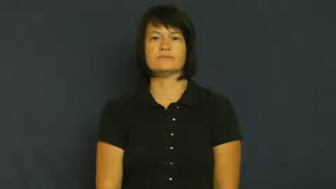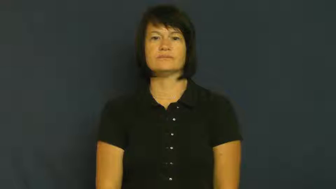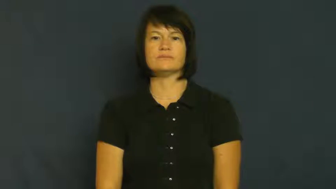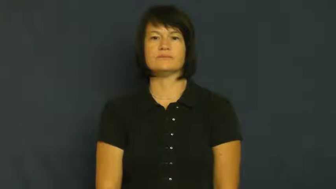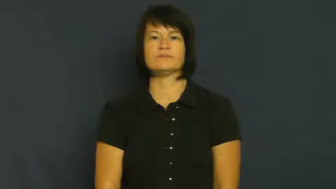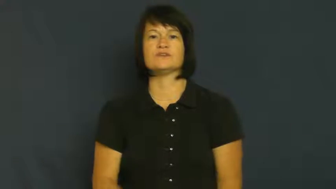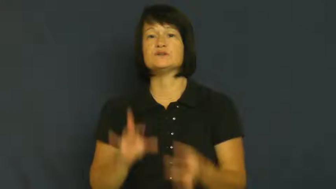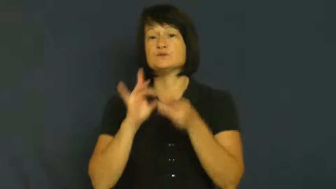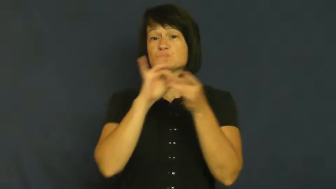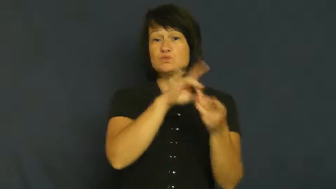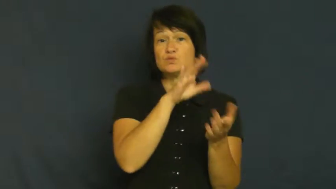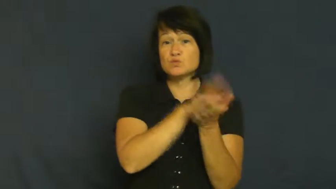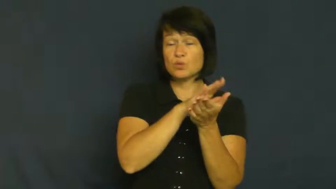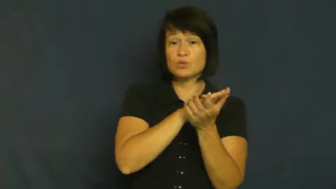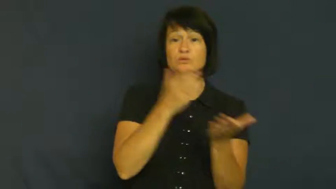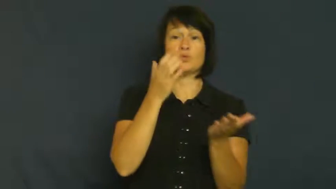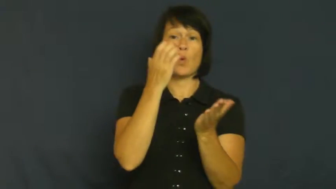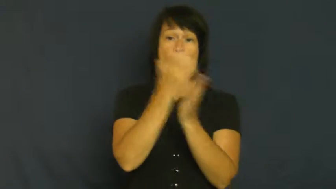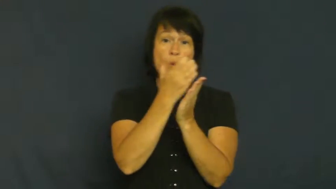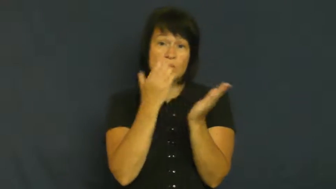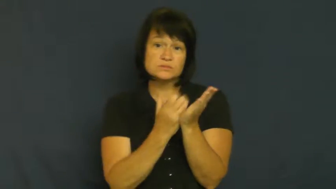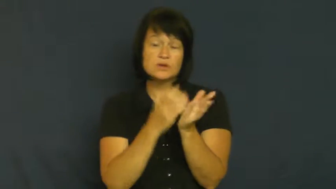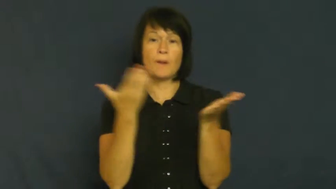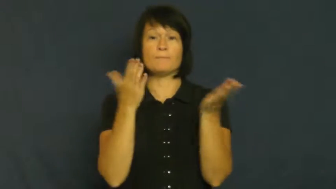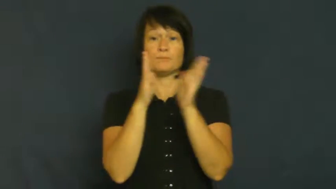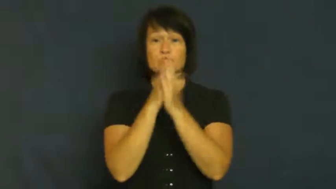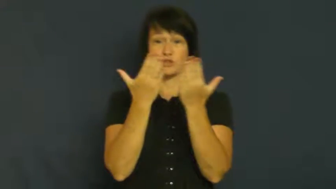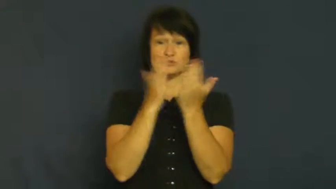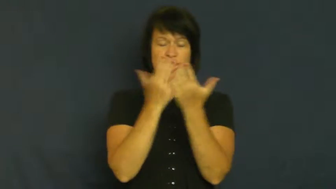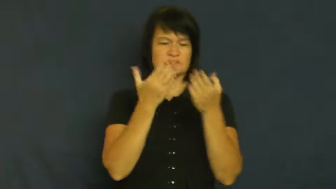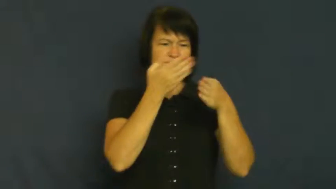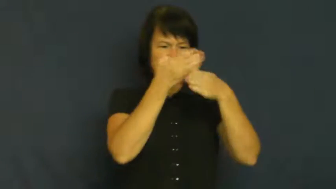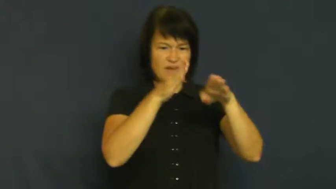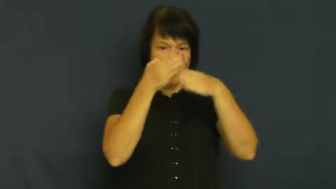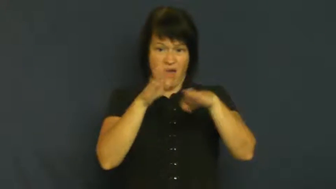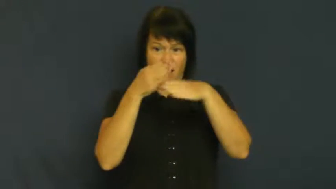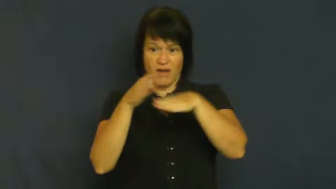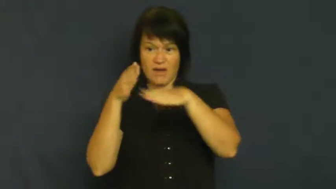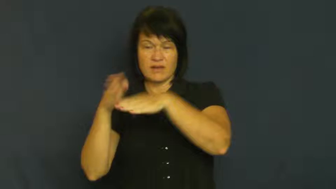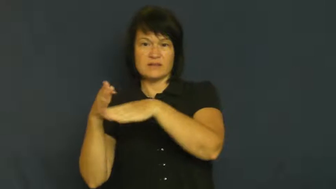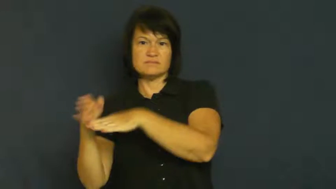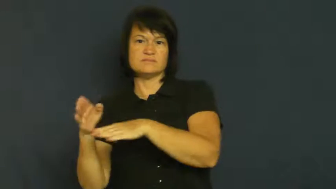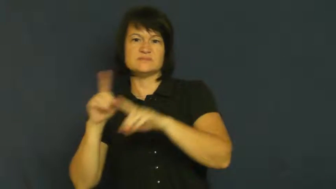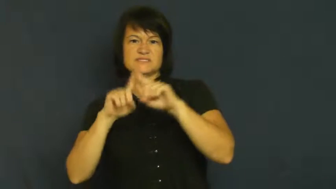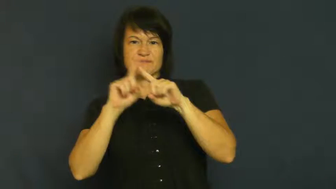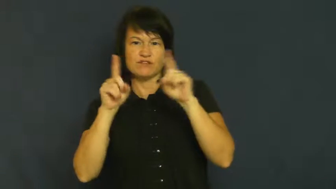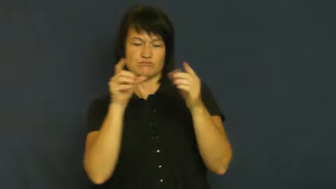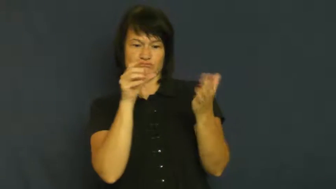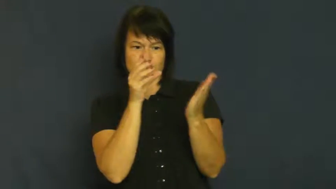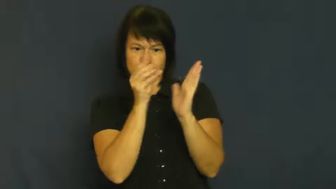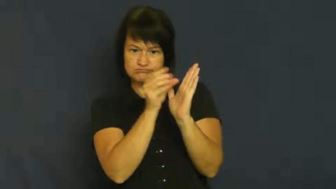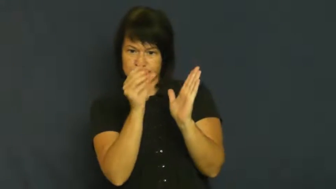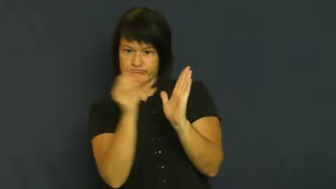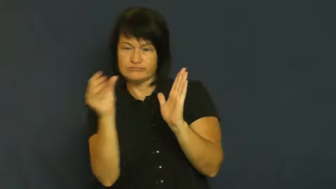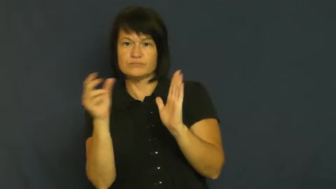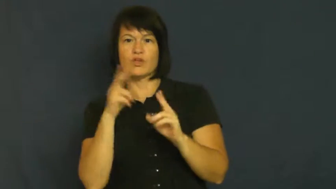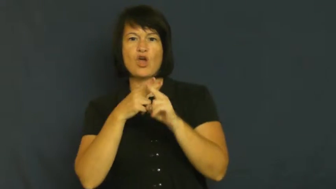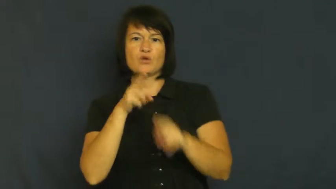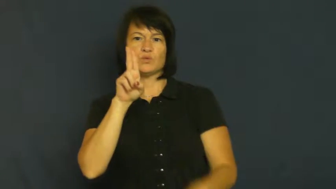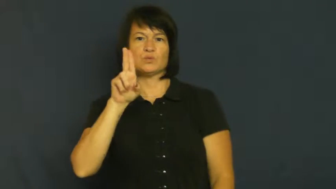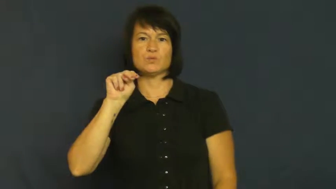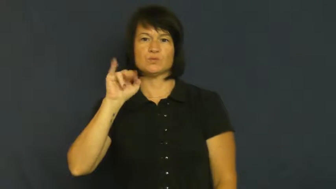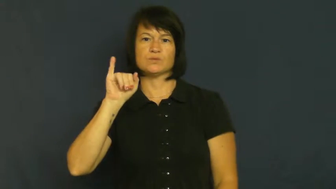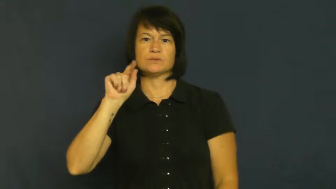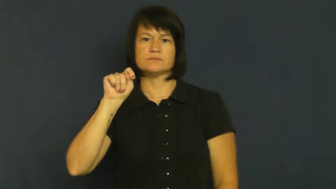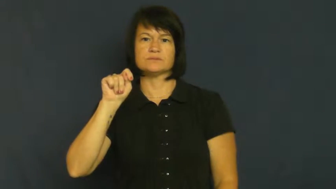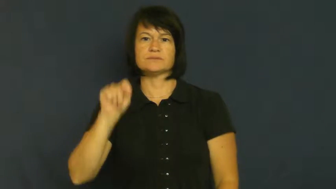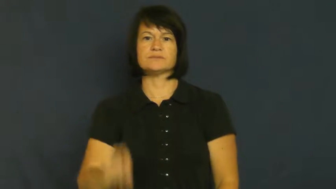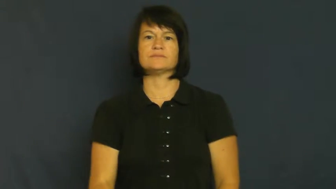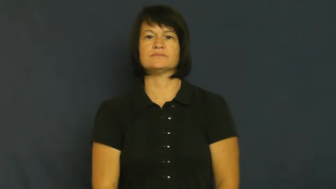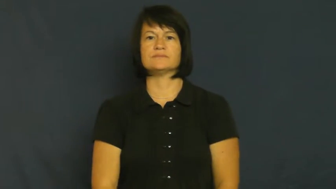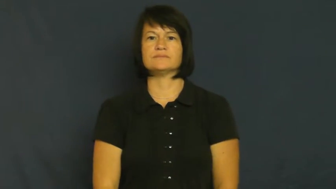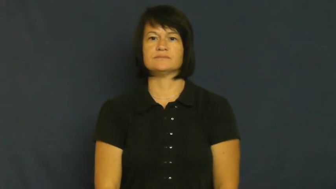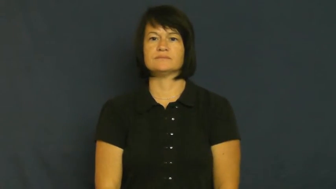unit-school subject